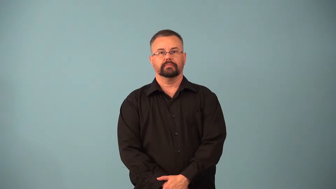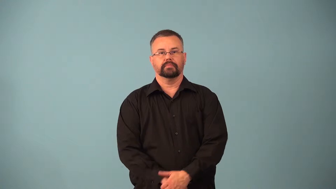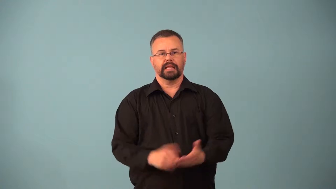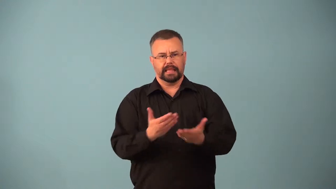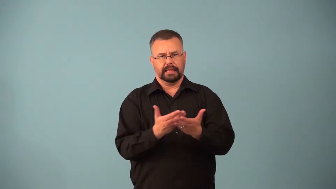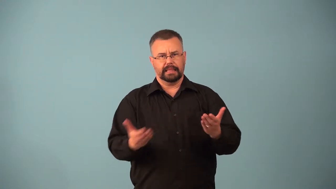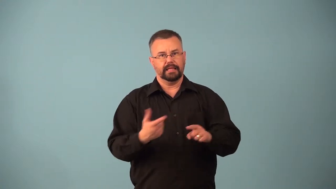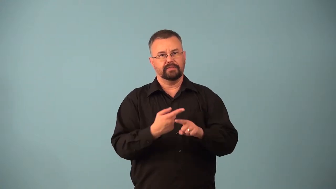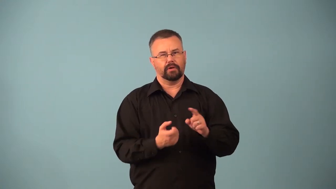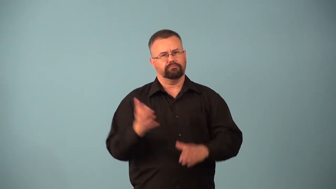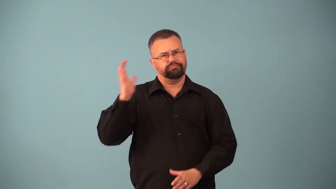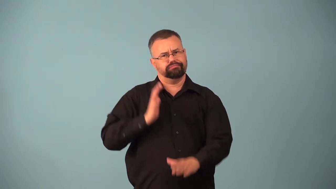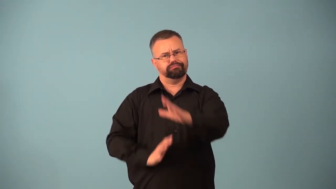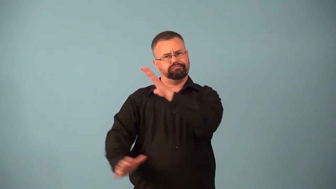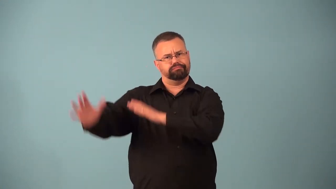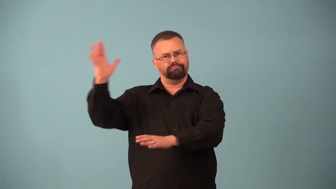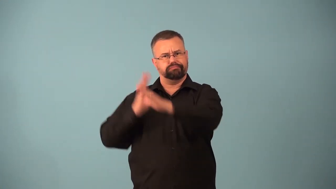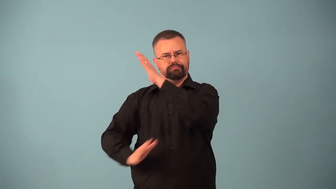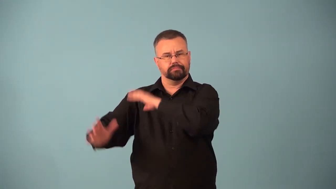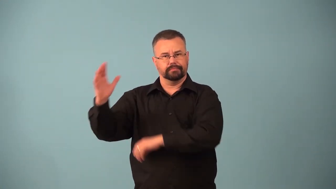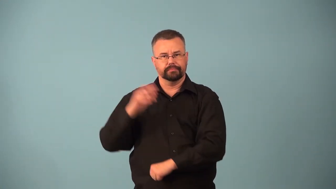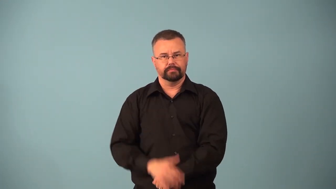antiquities